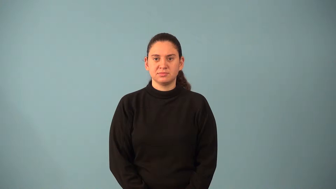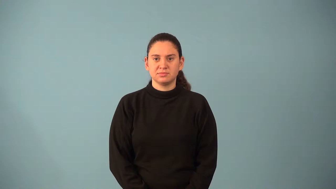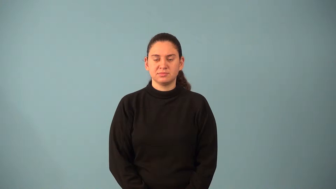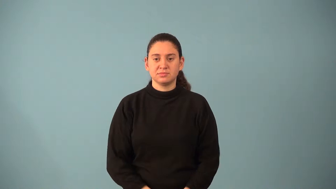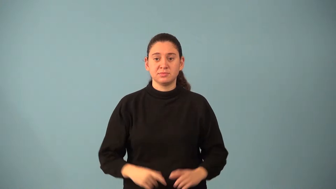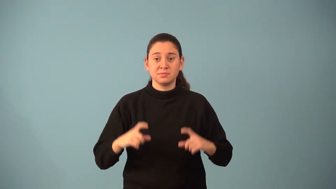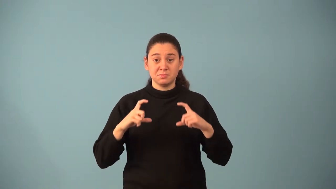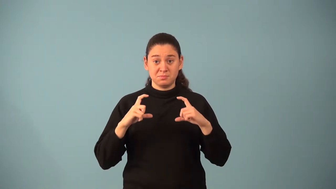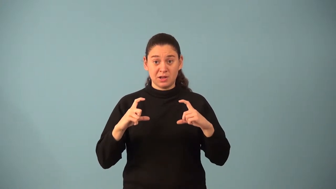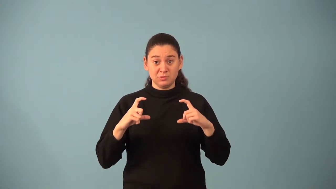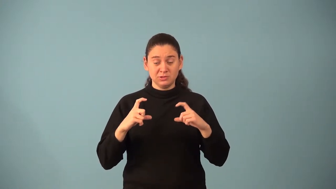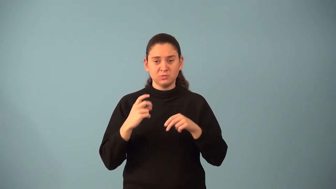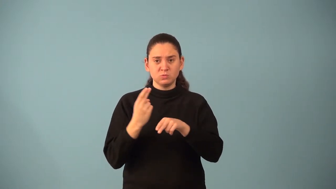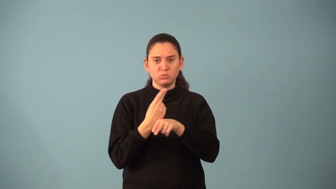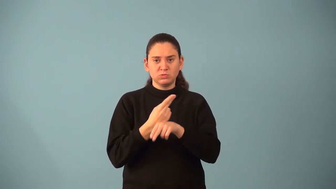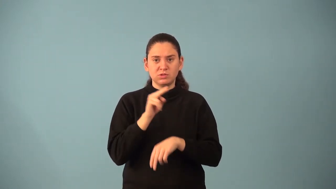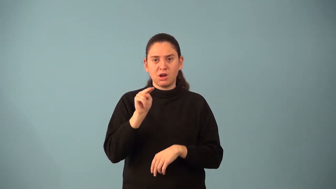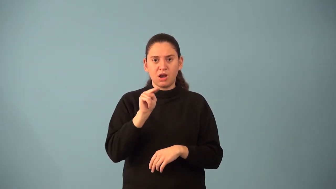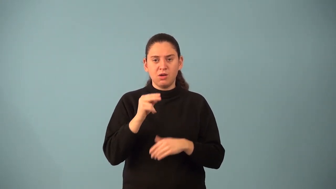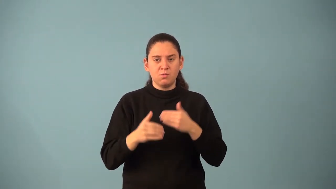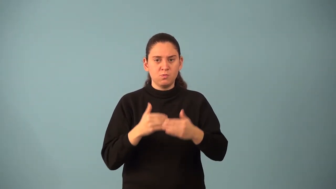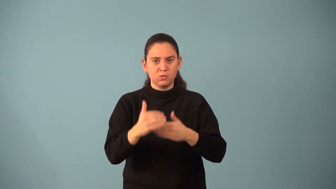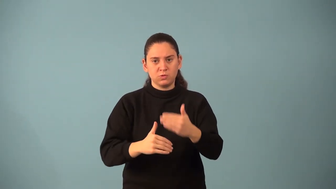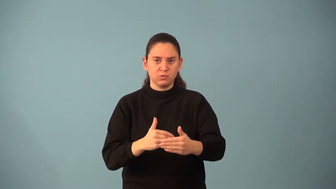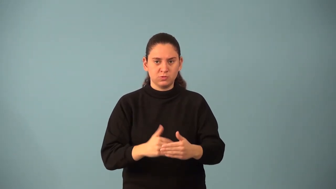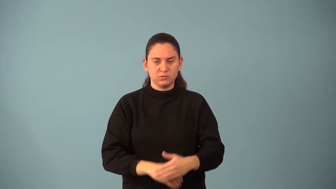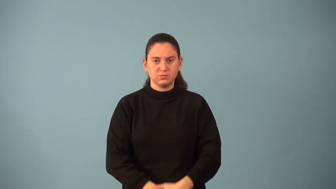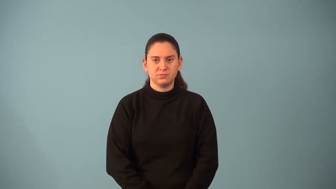nth order matrix